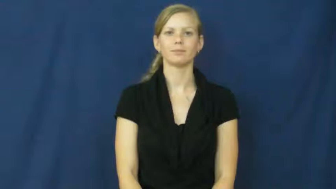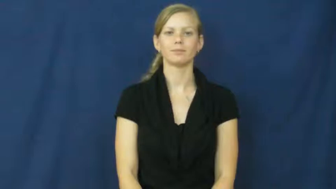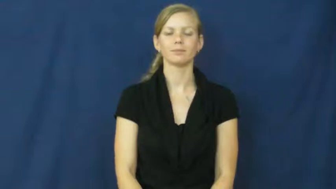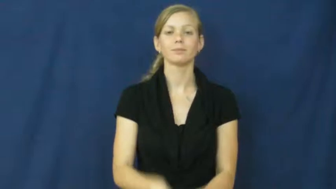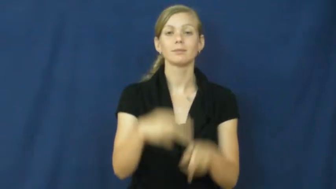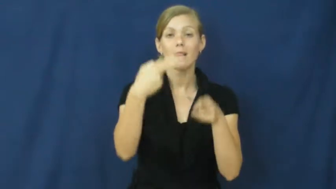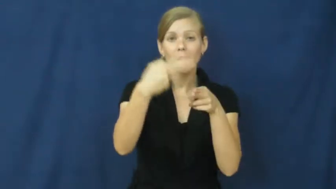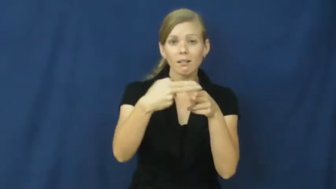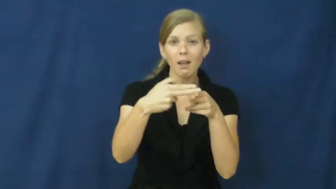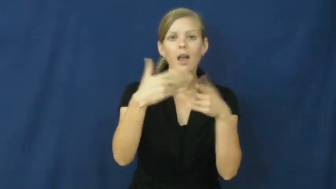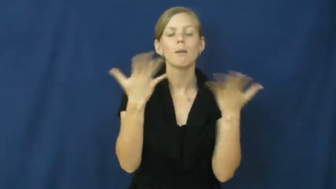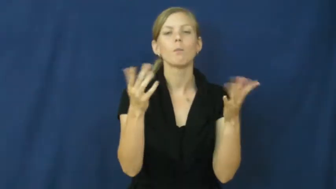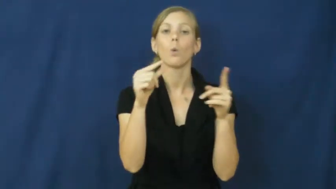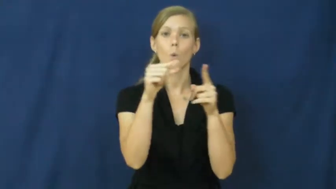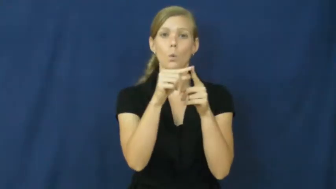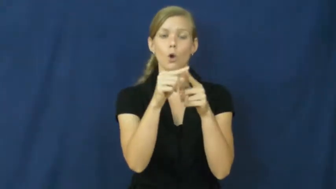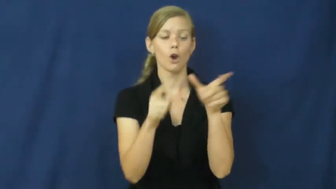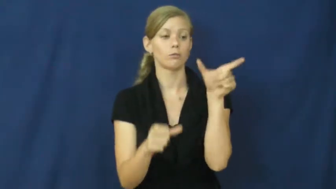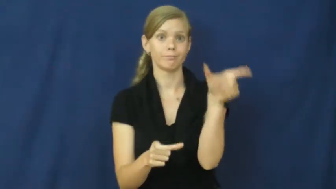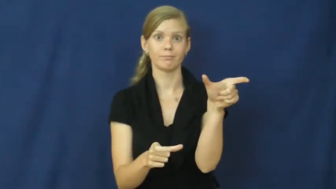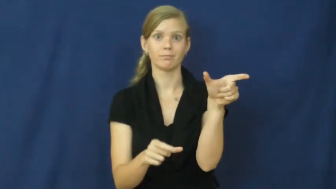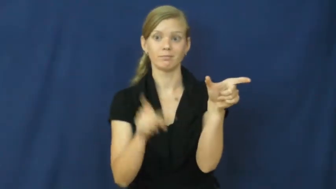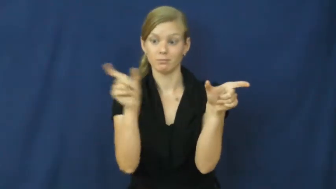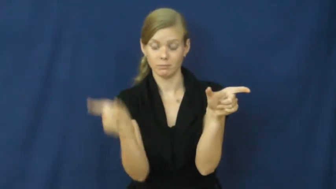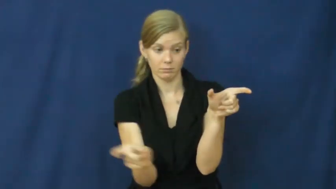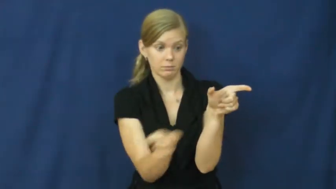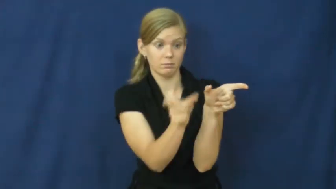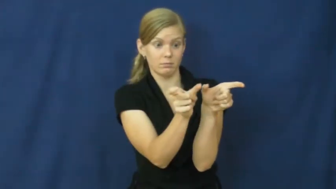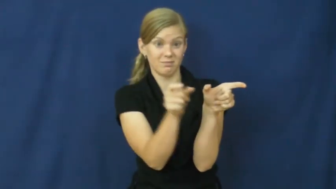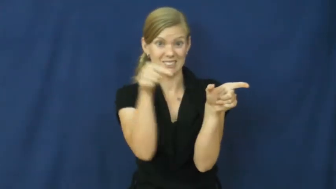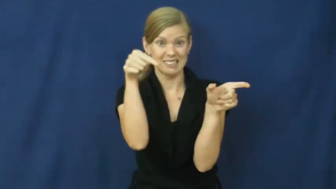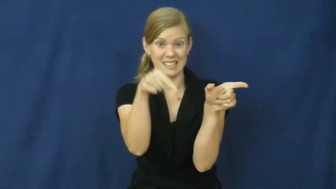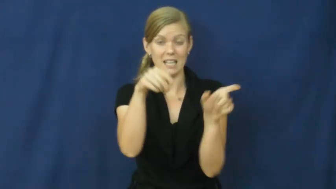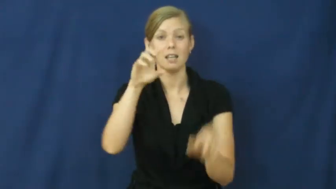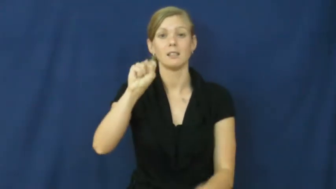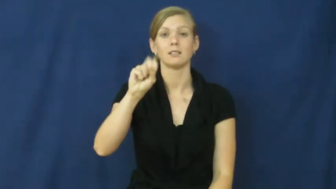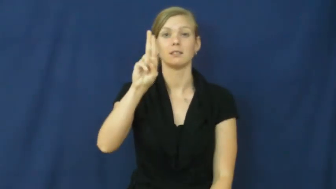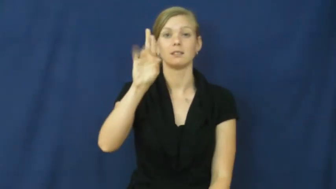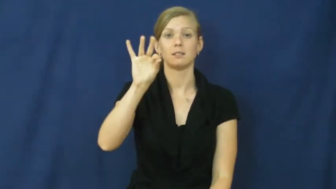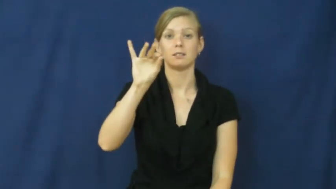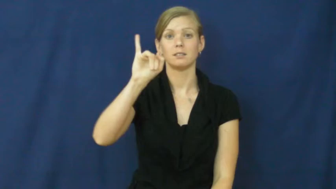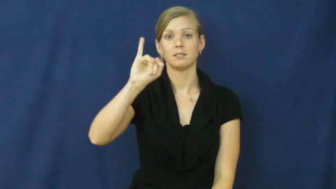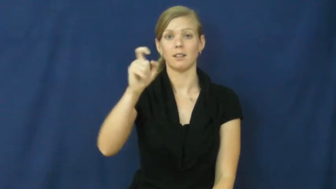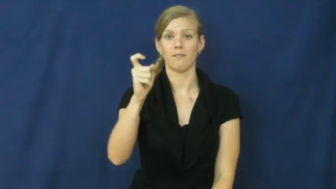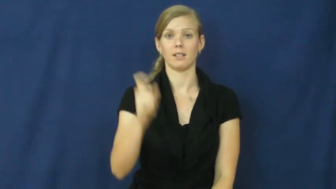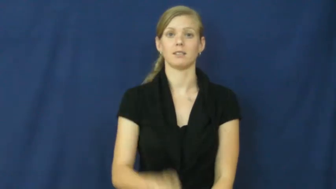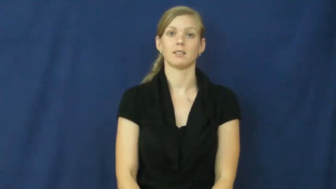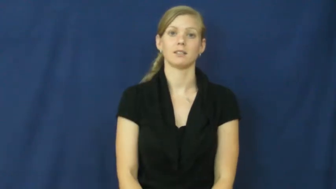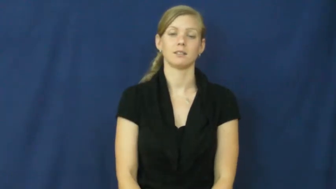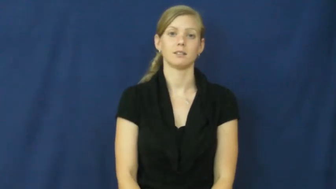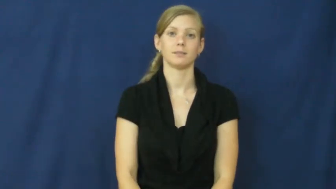suffix